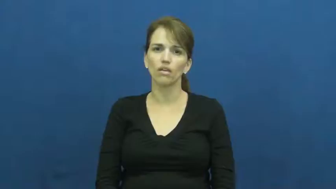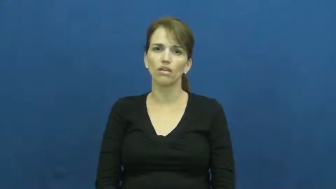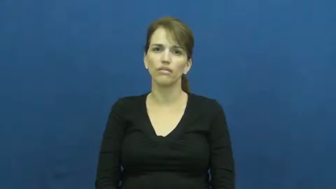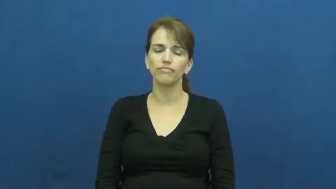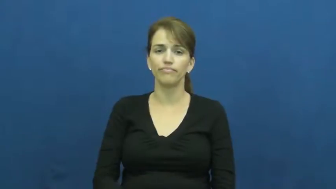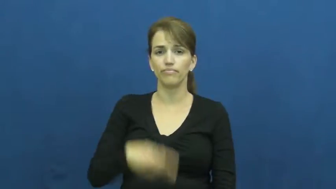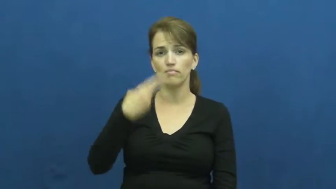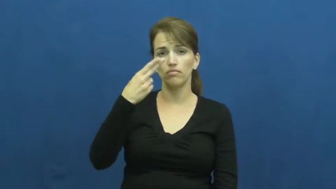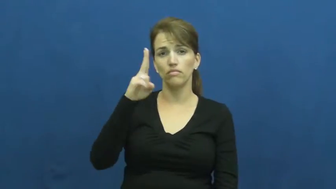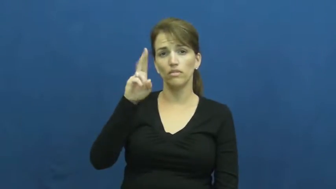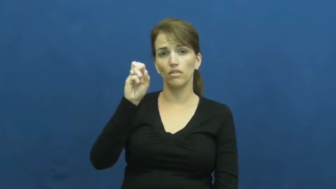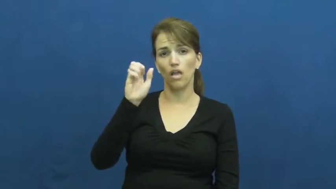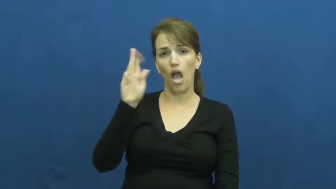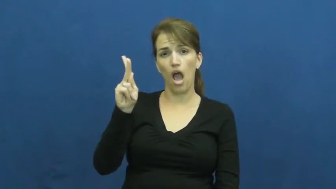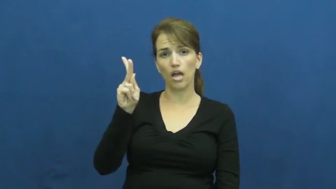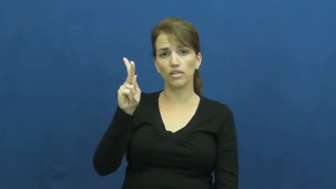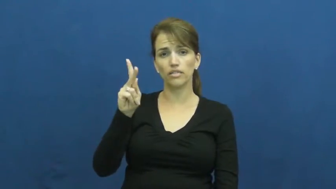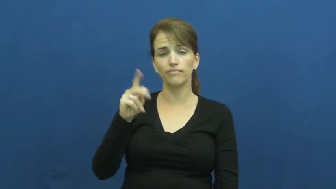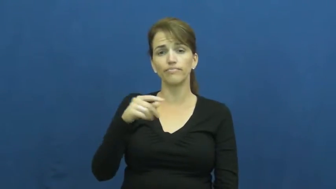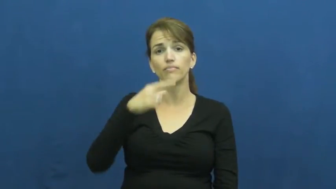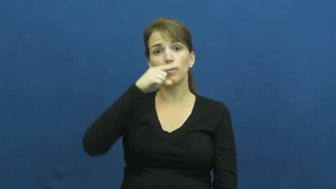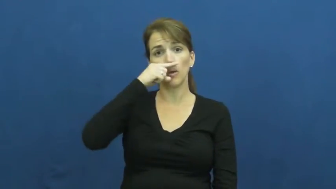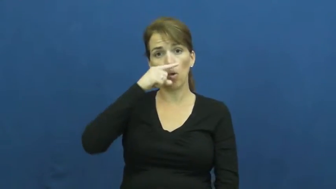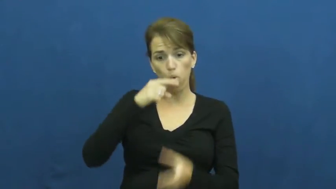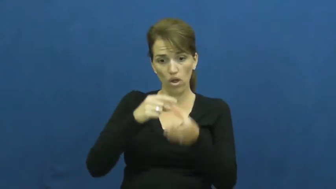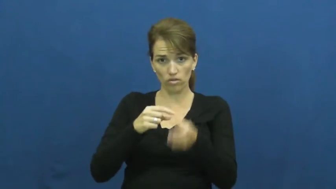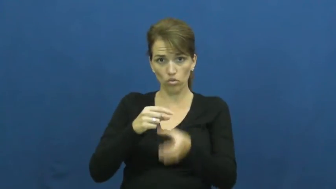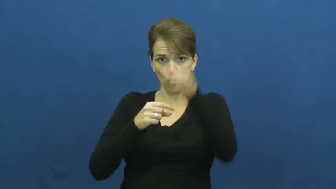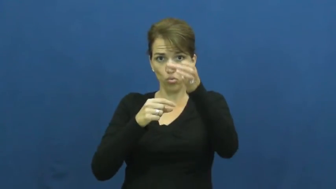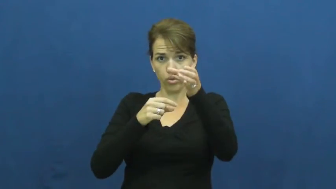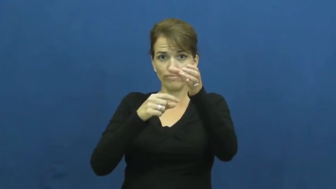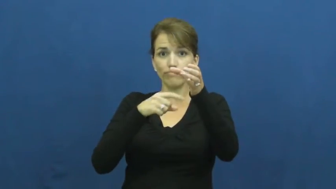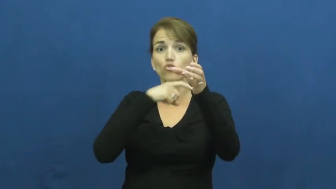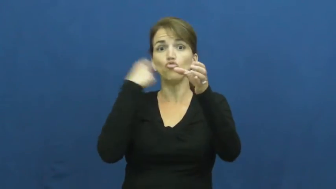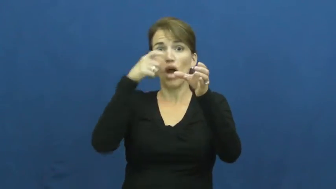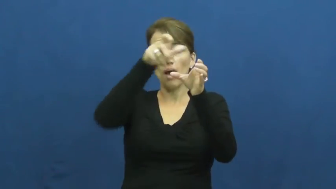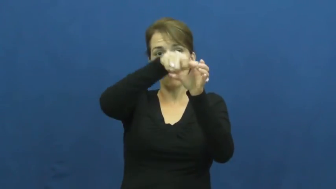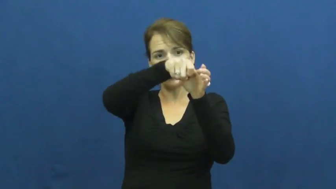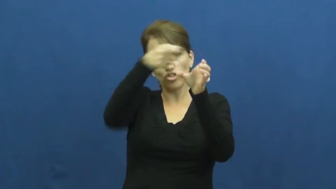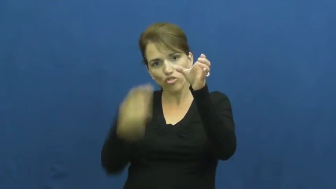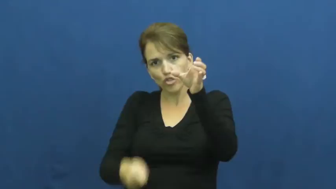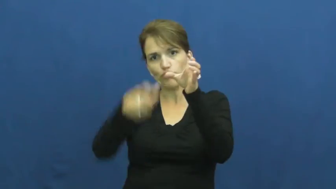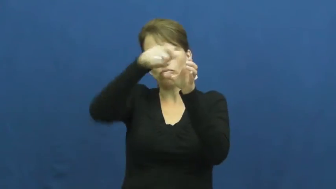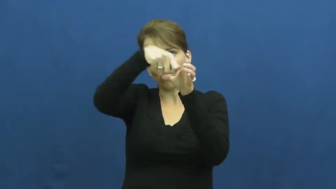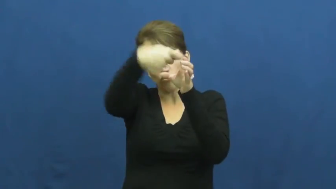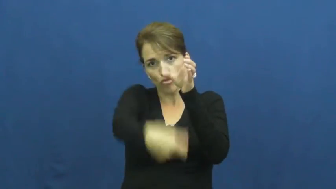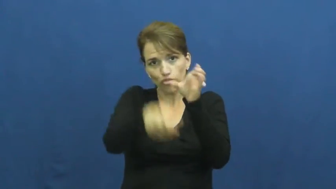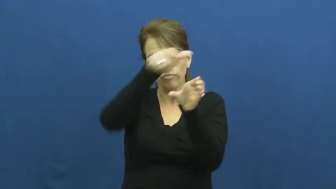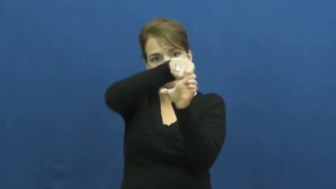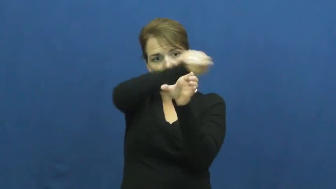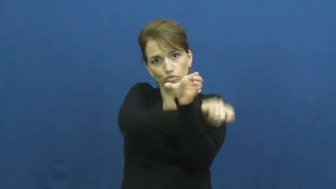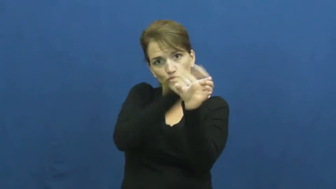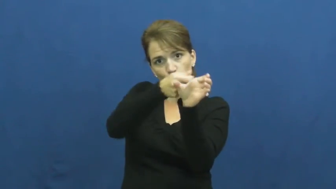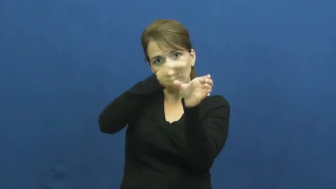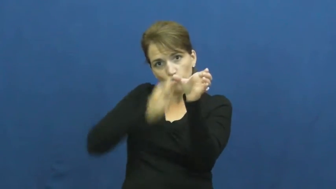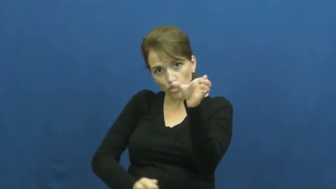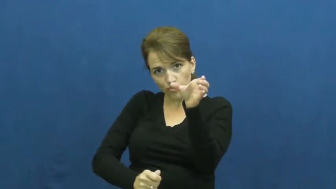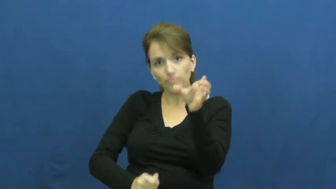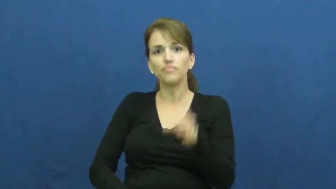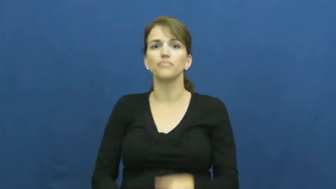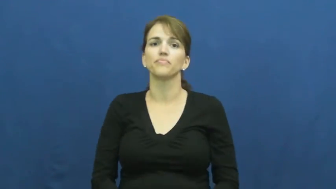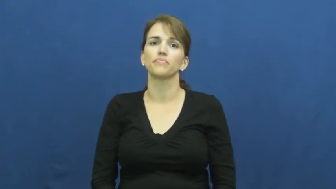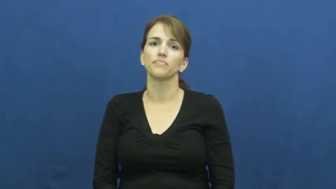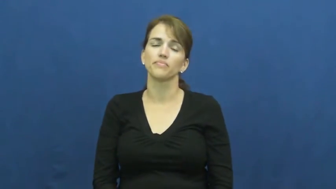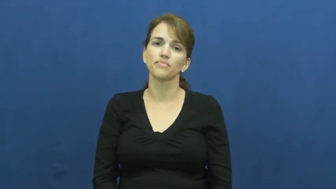husk-corn